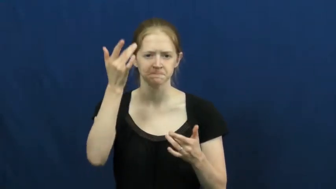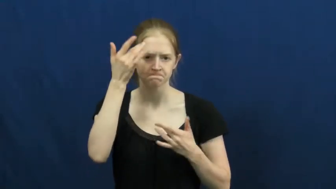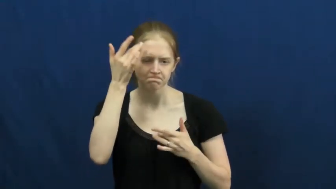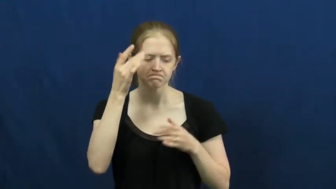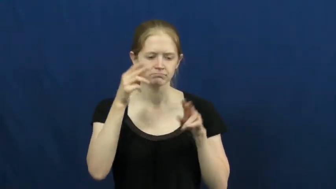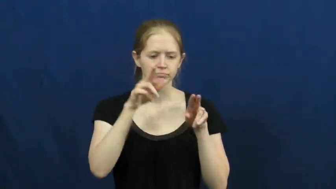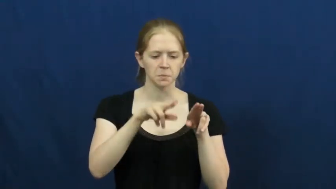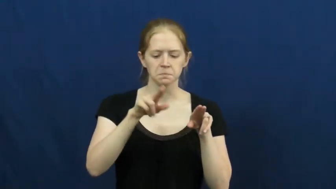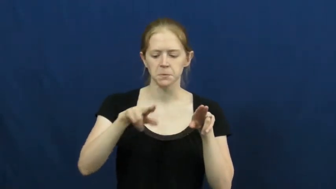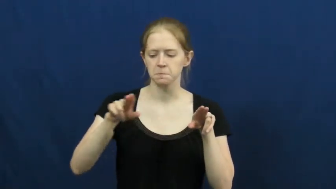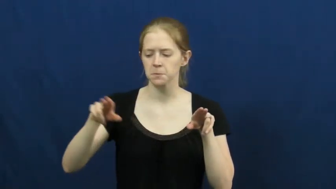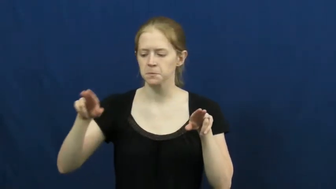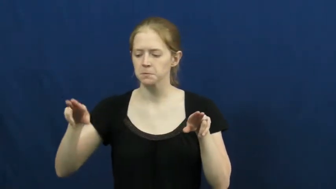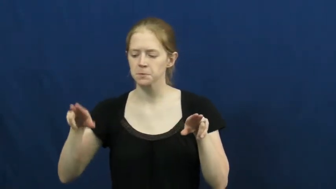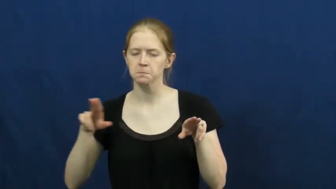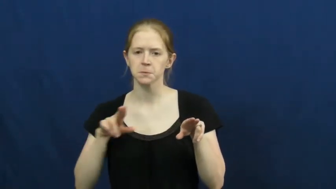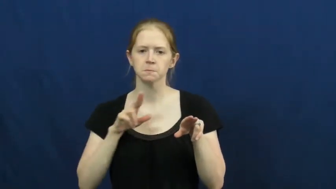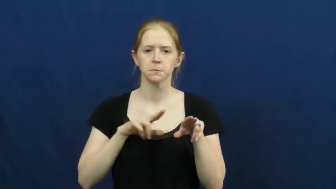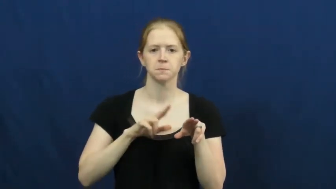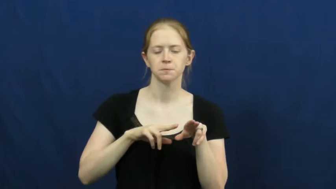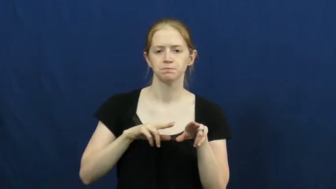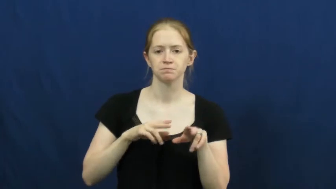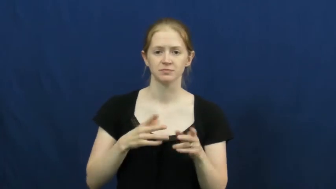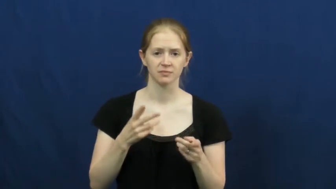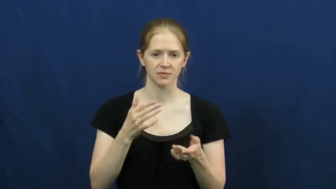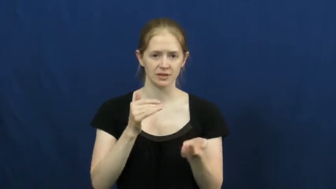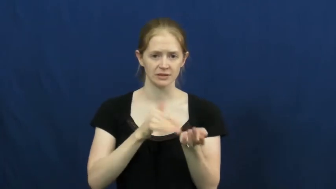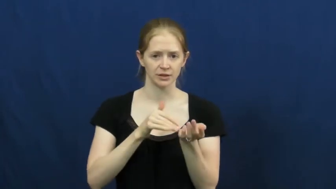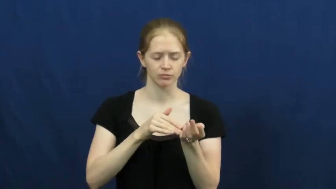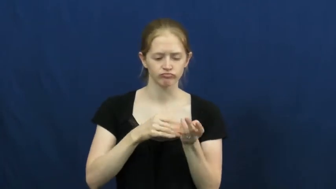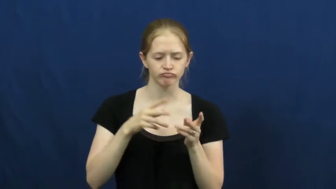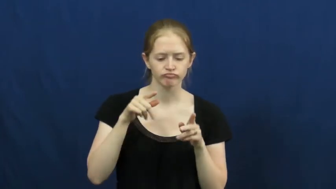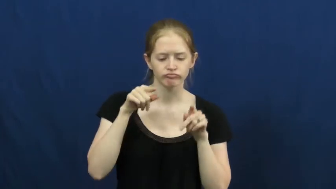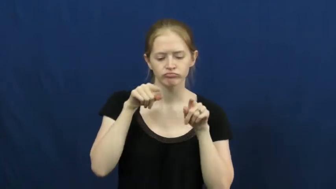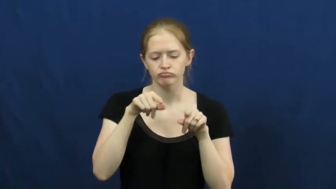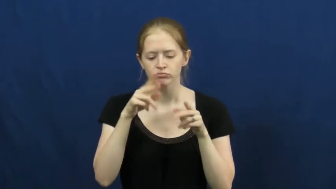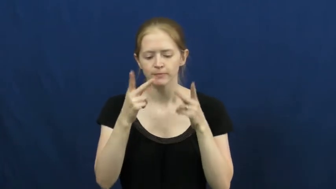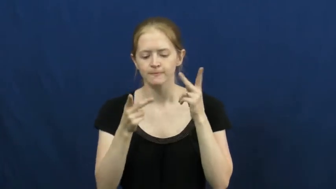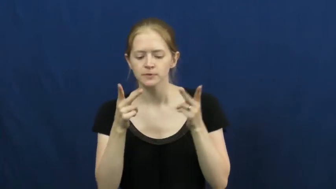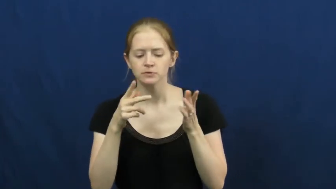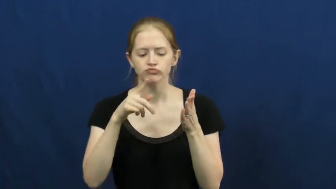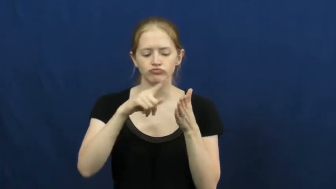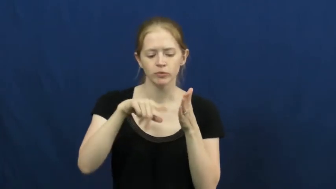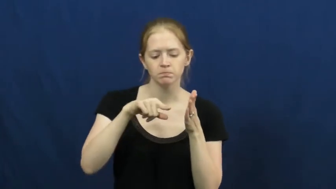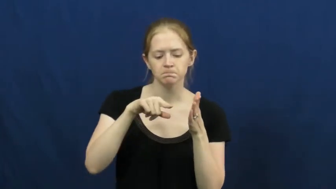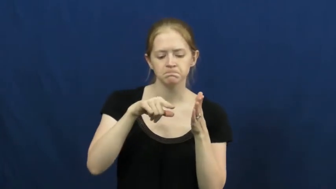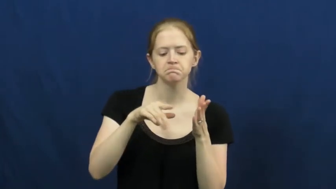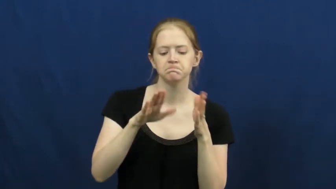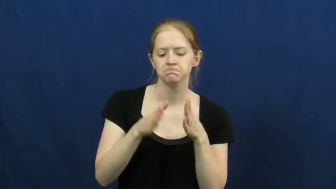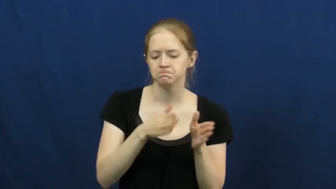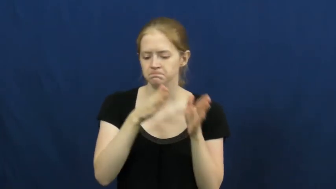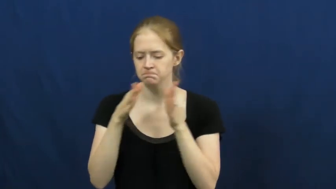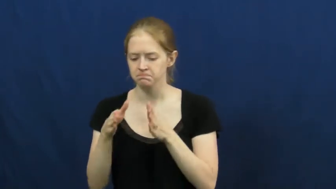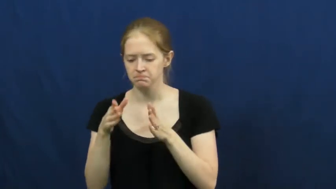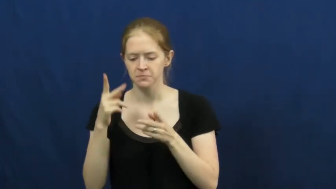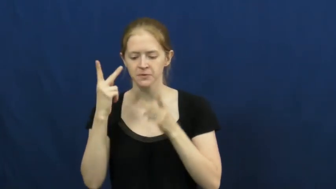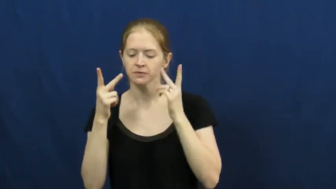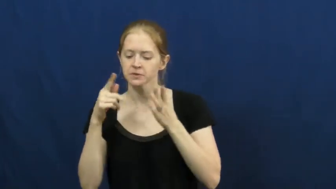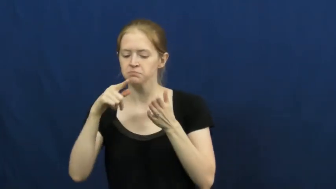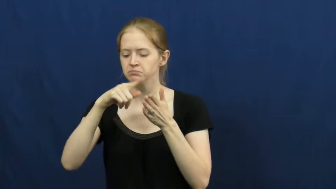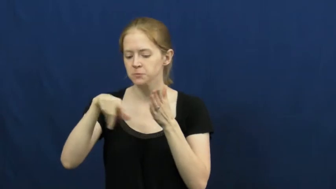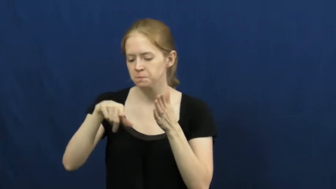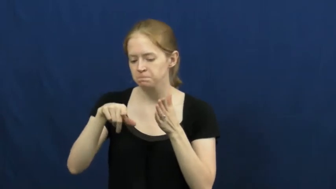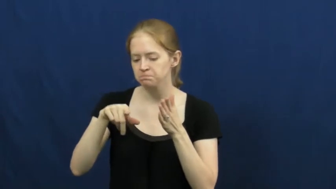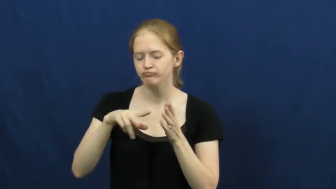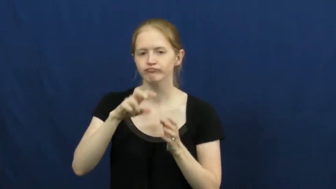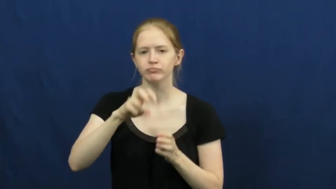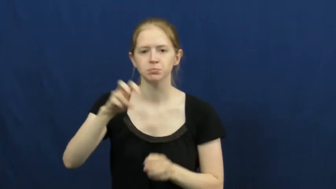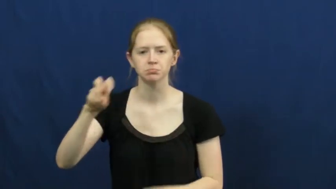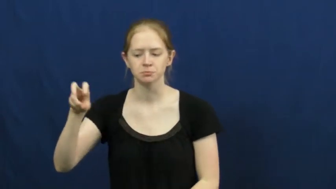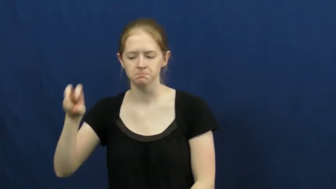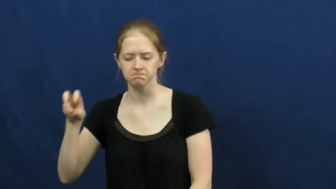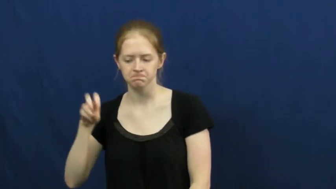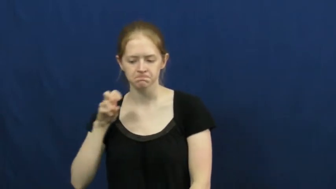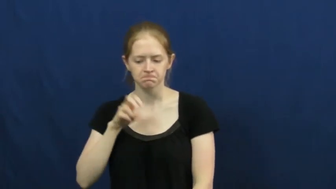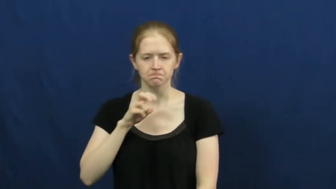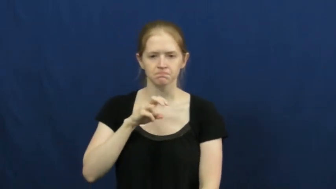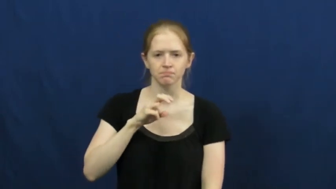rounds-doctor